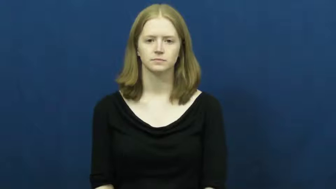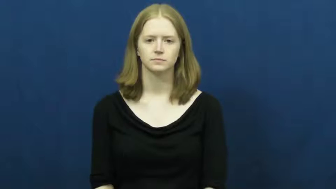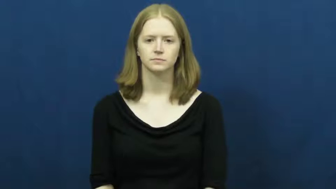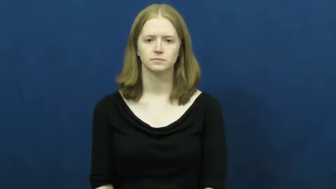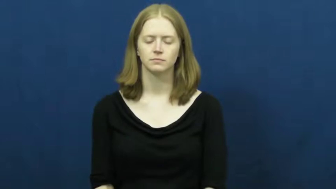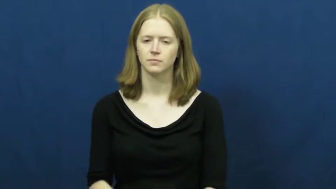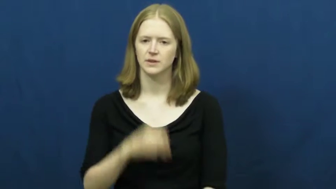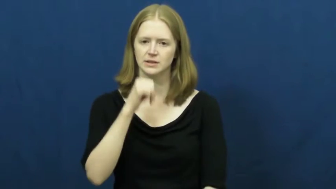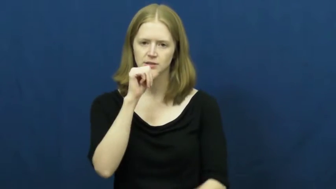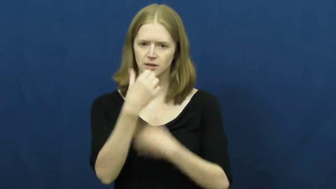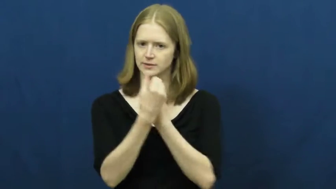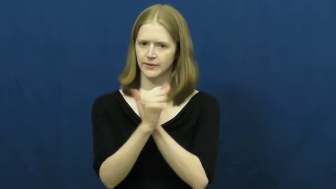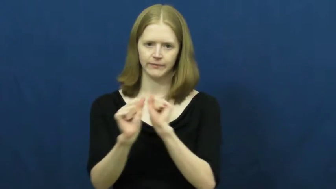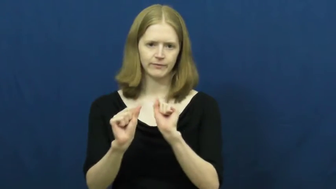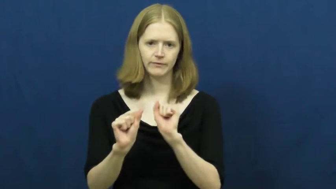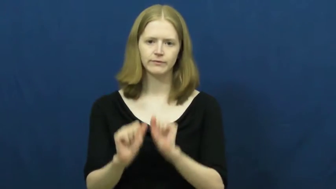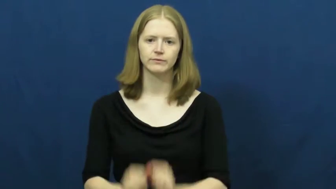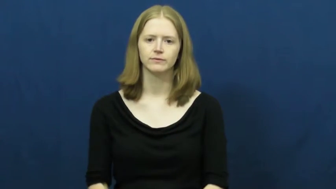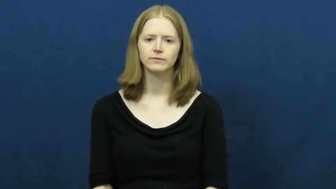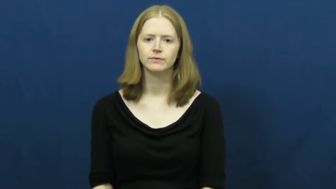unsafe